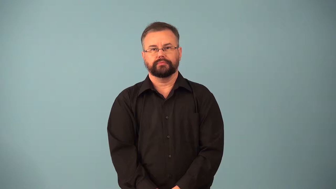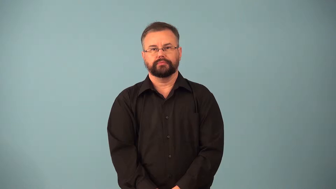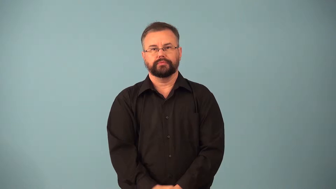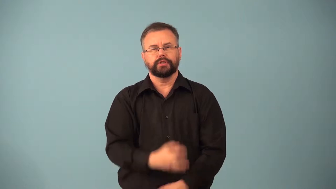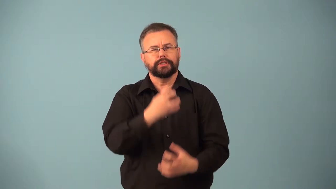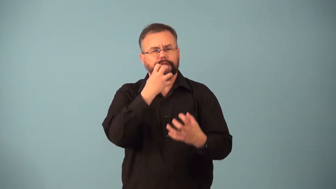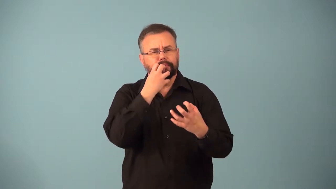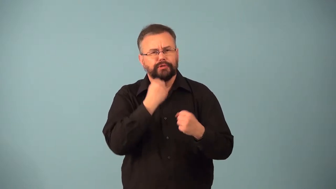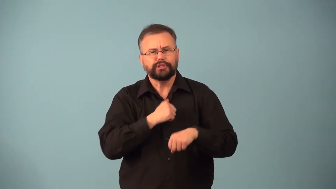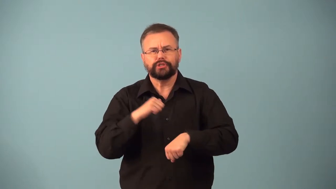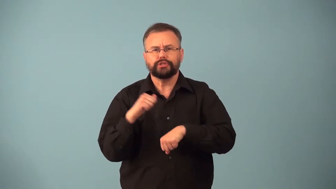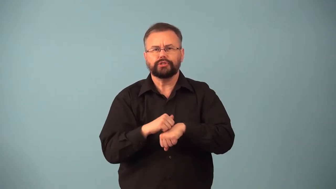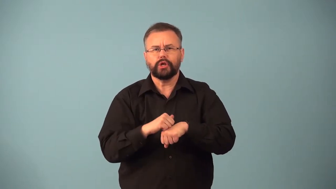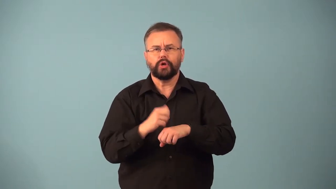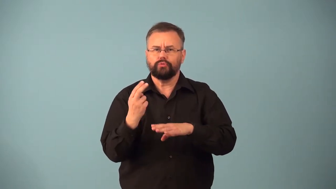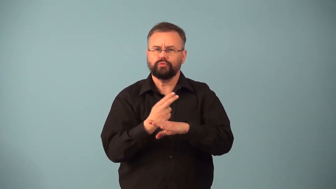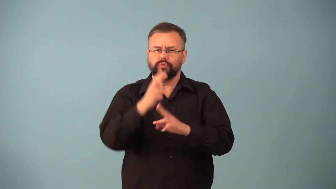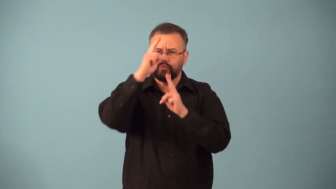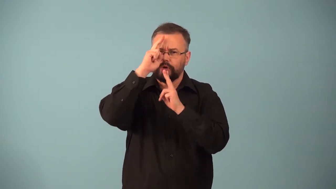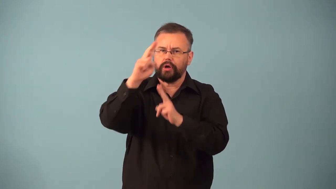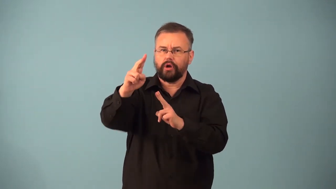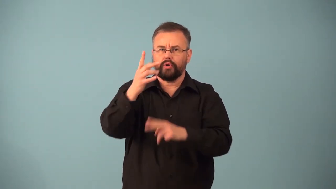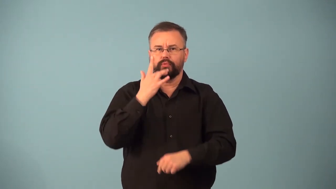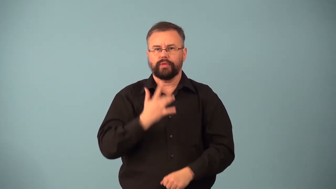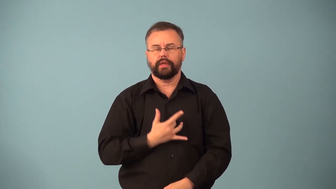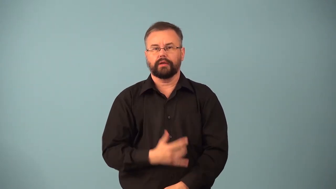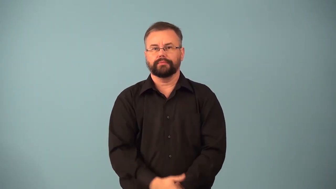birthstone